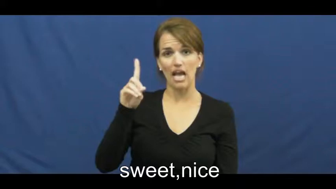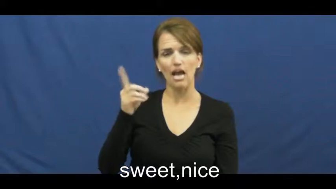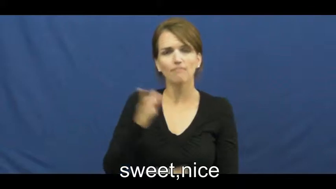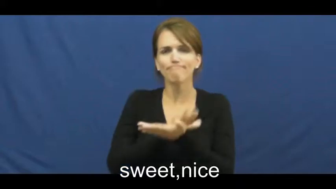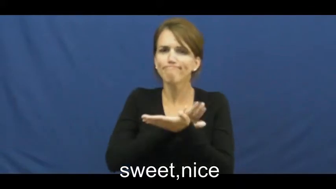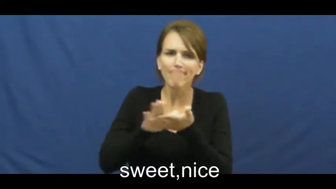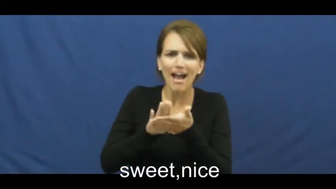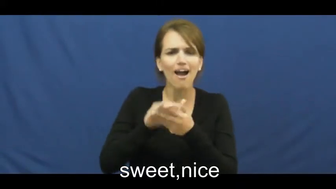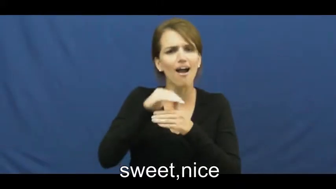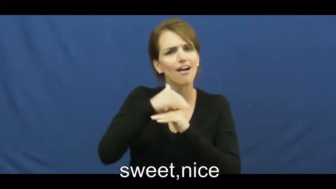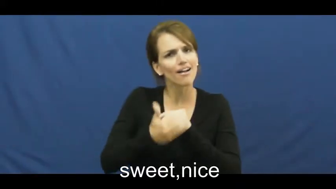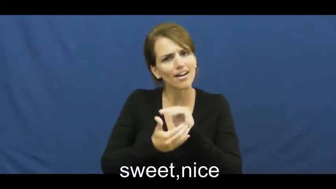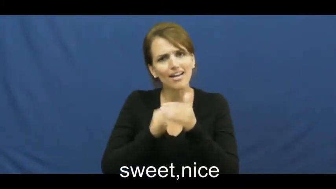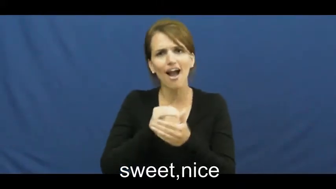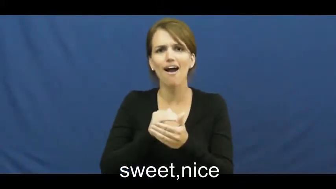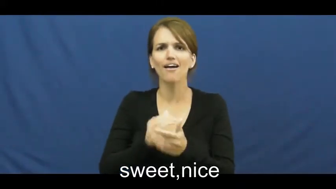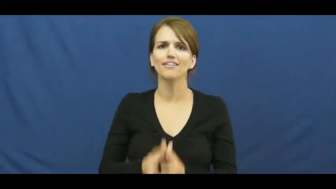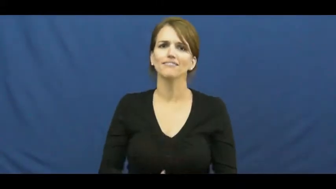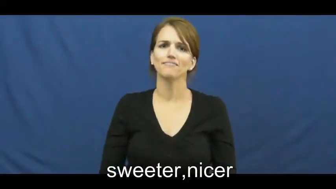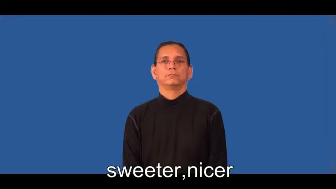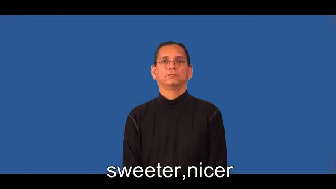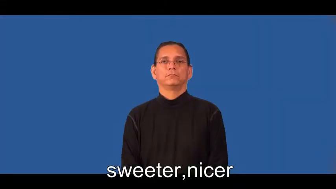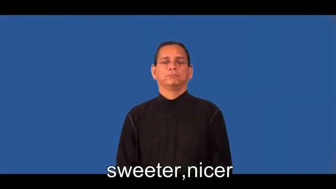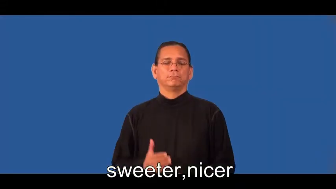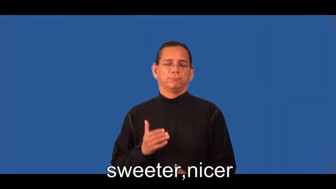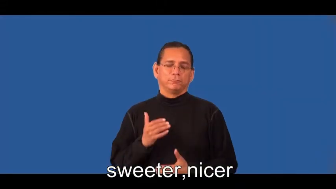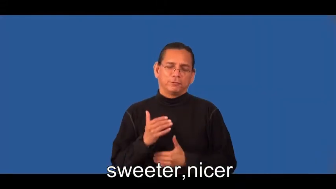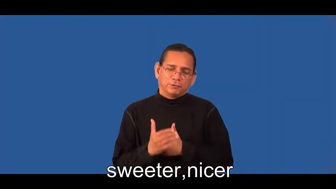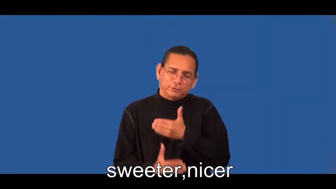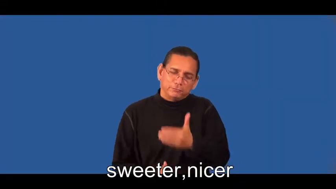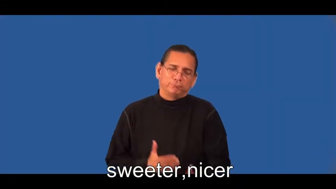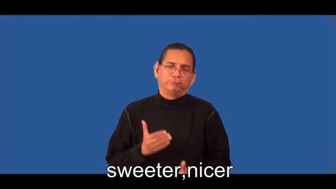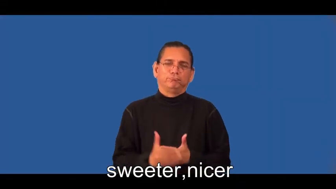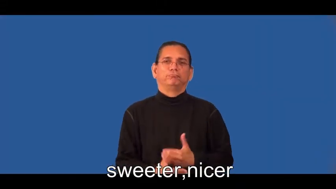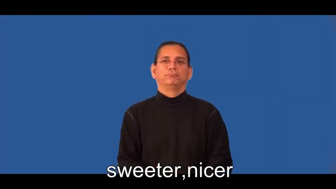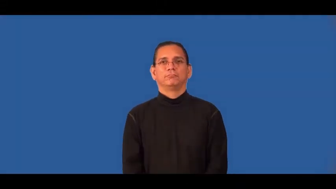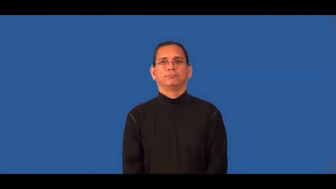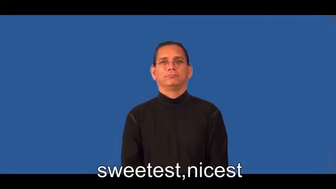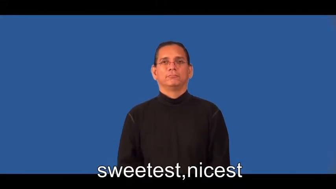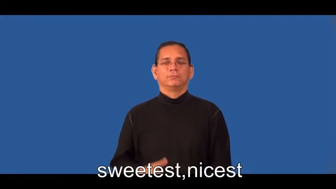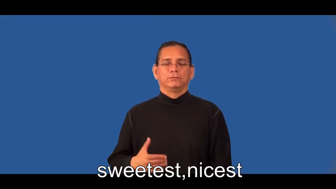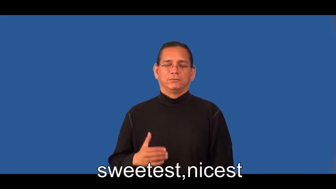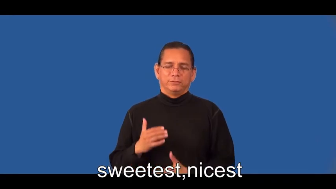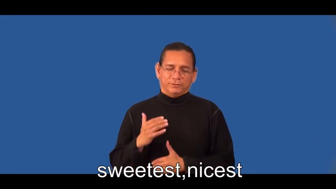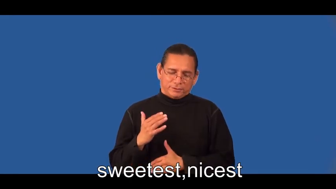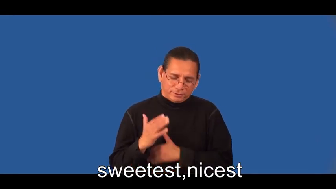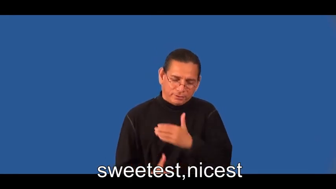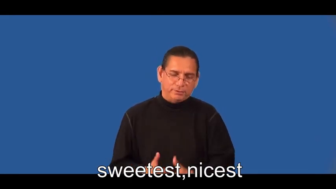sweeter,nicer,sweetest,nicest